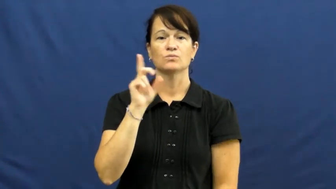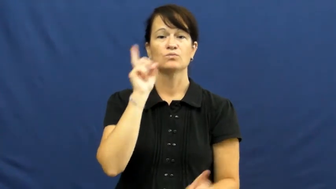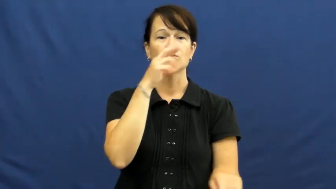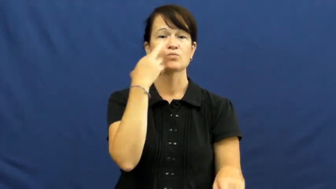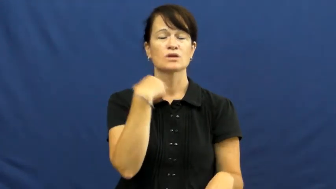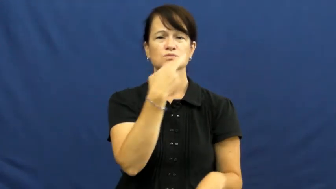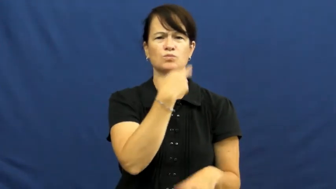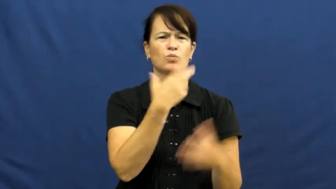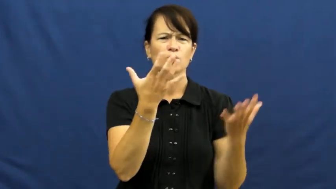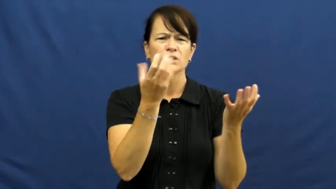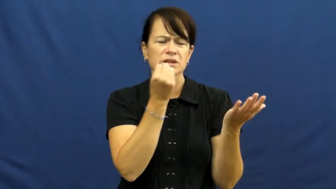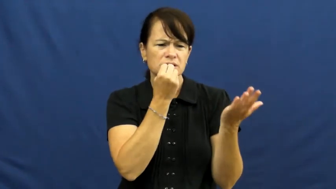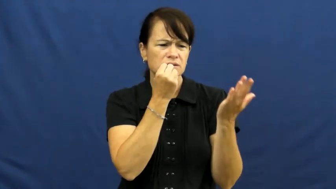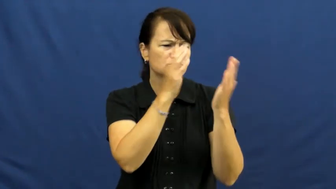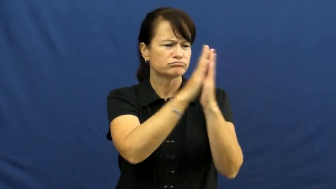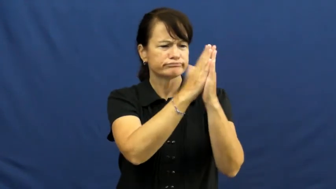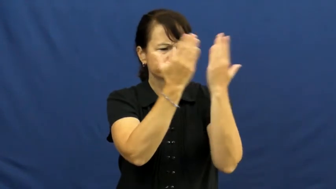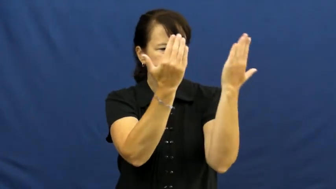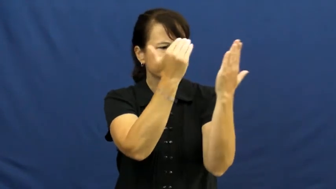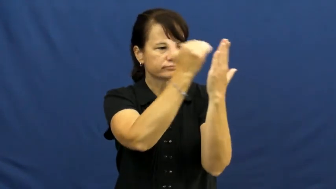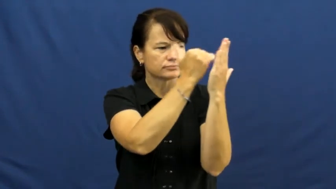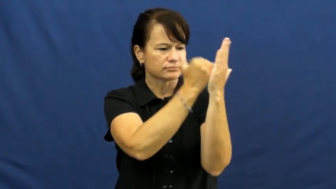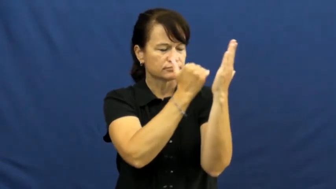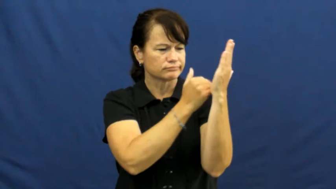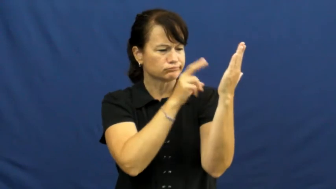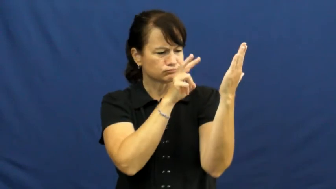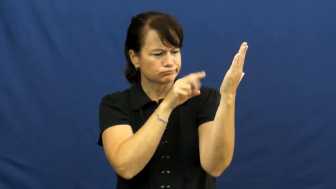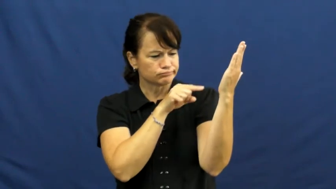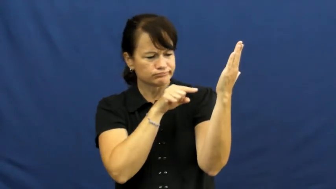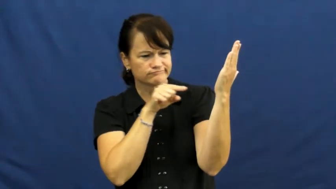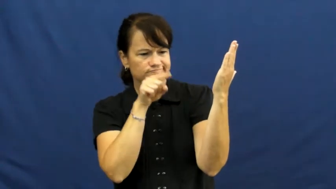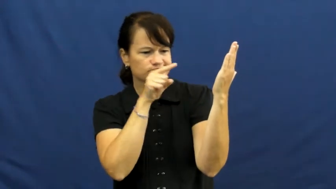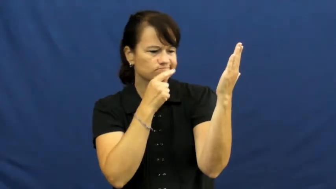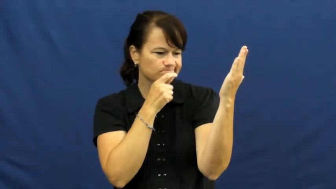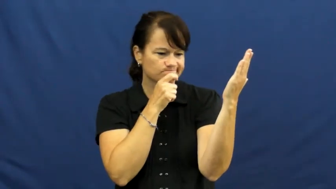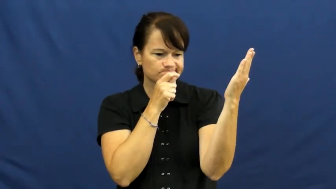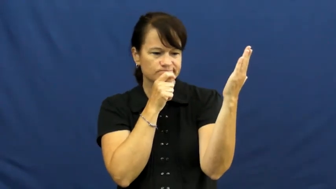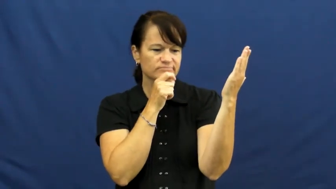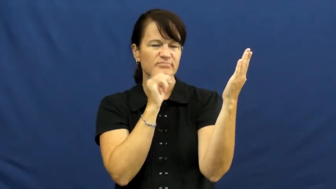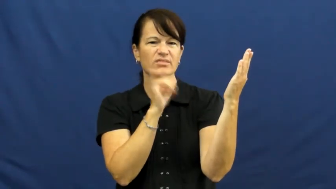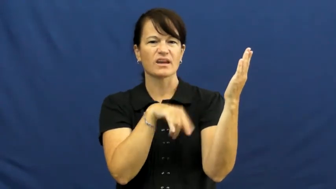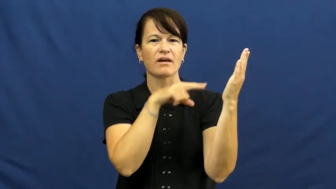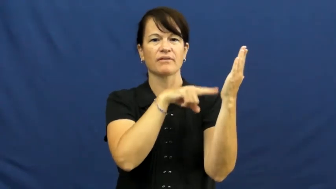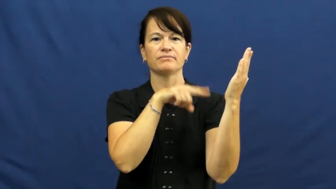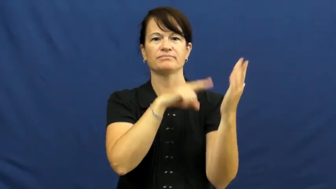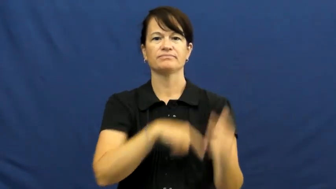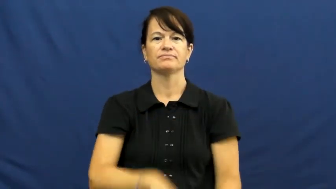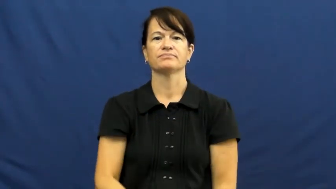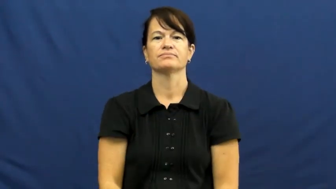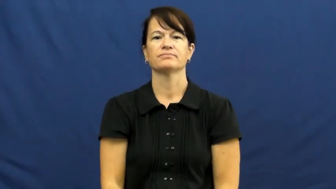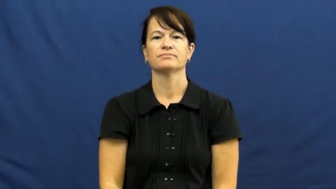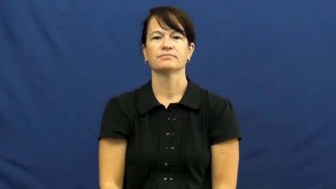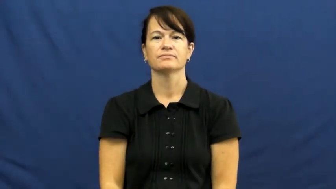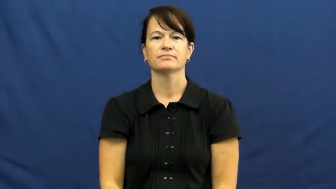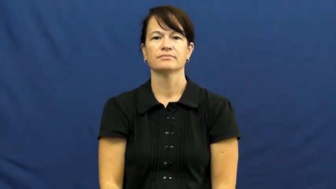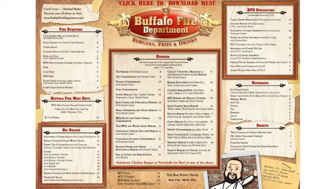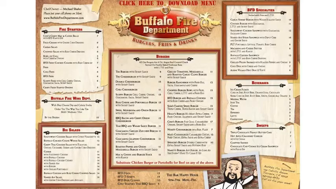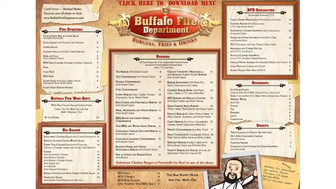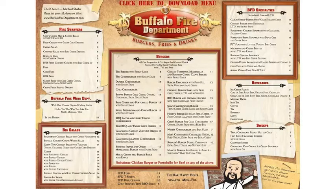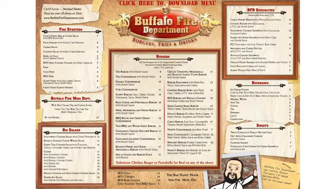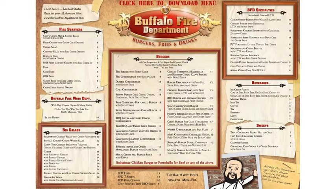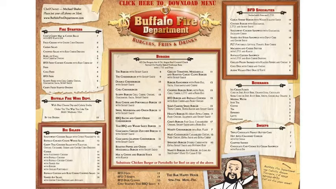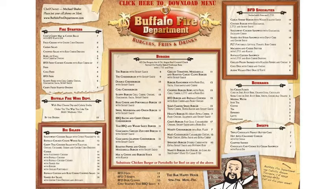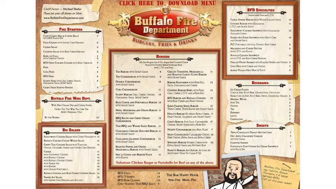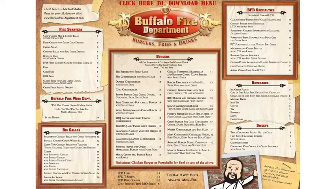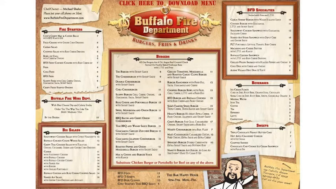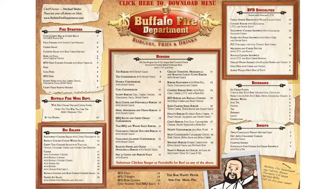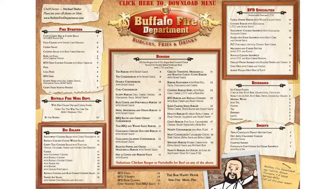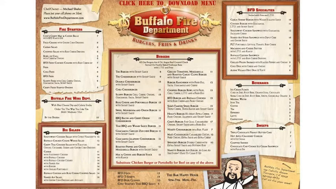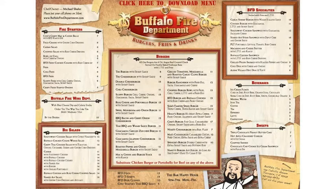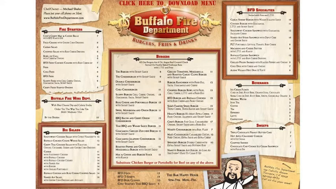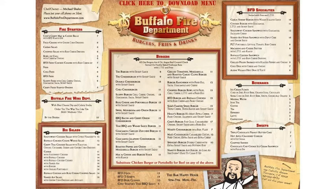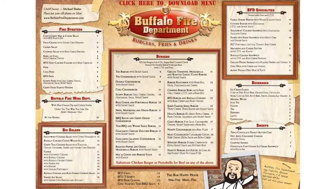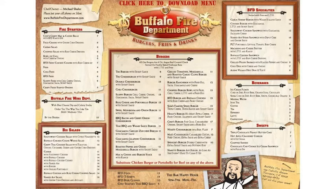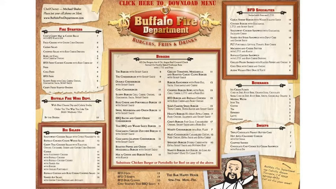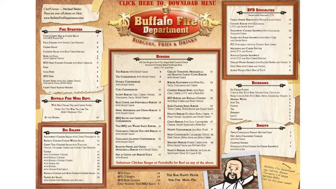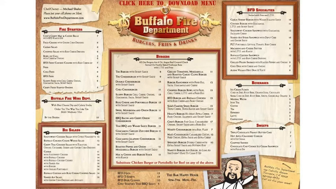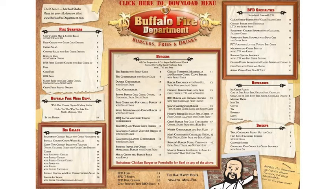menu